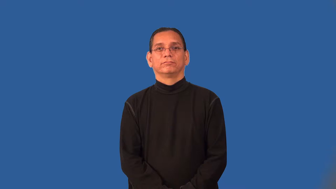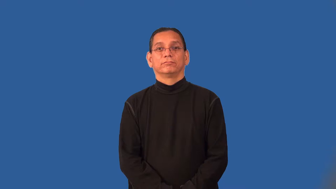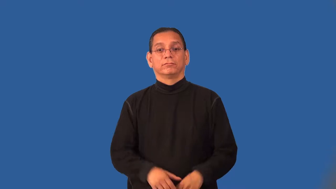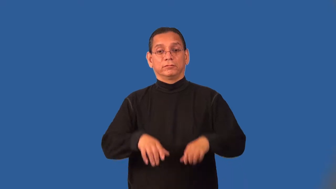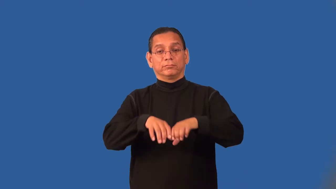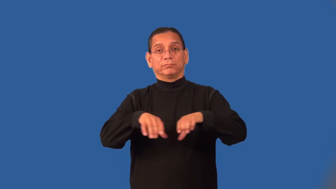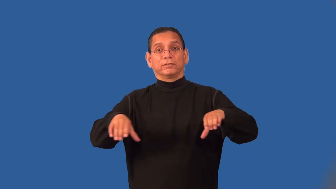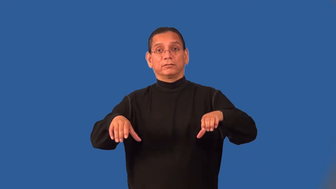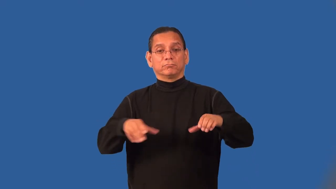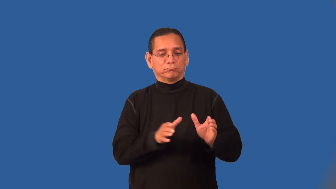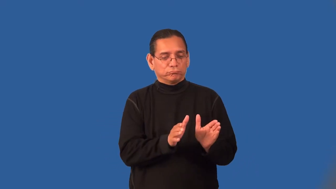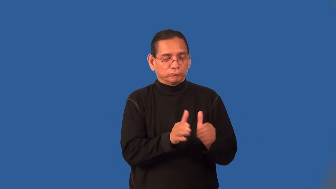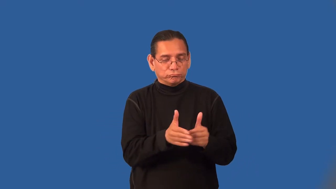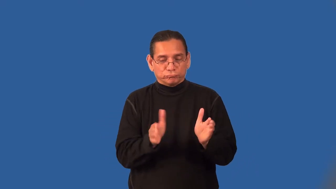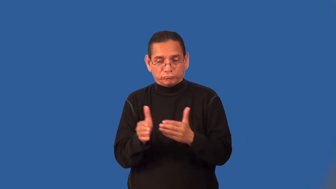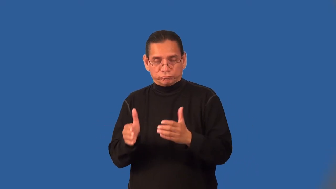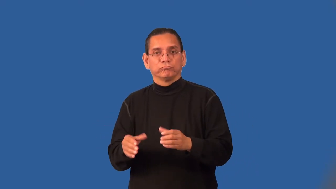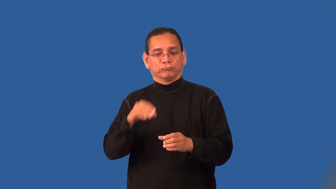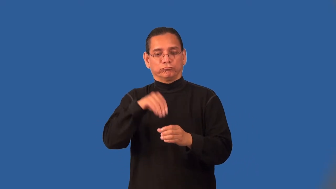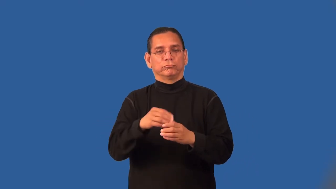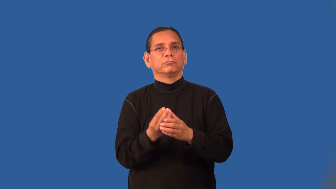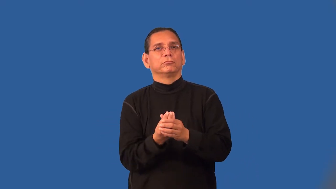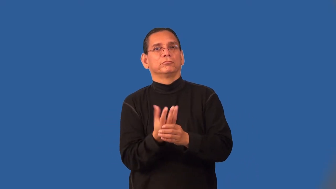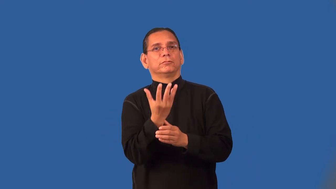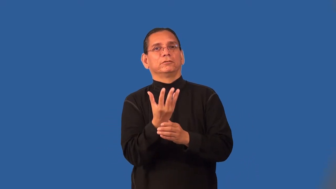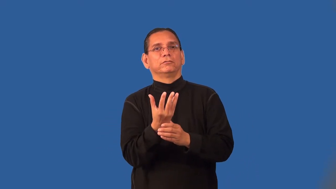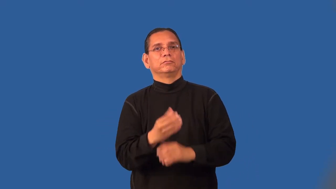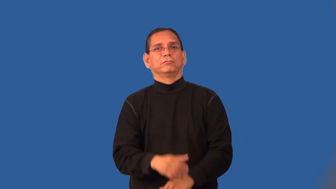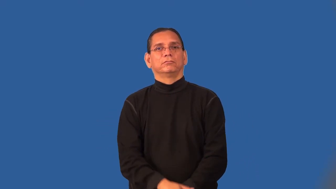planter-container